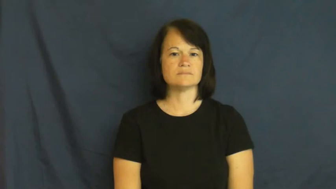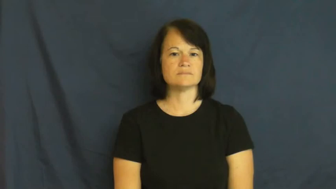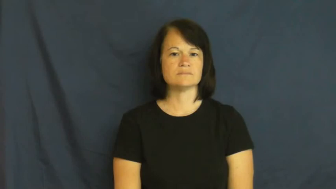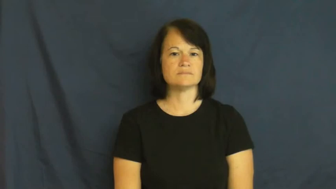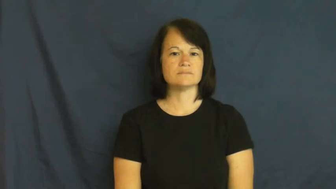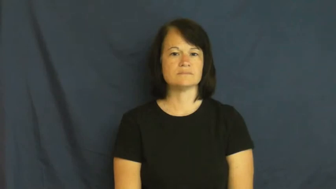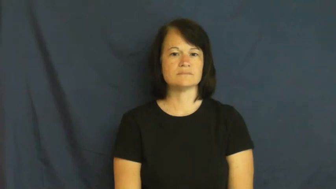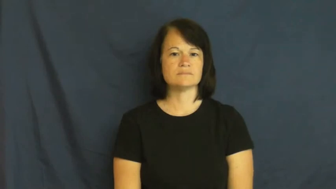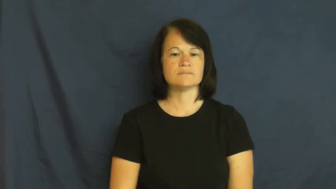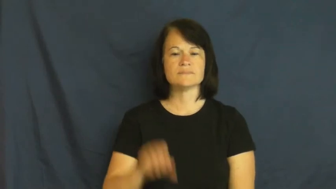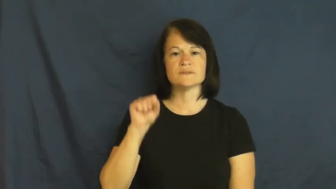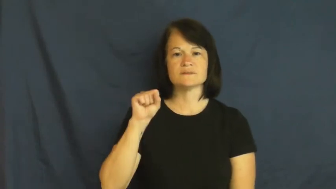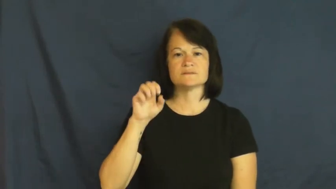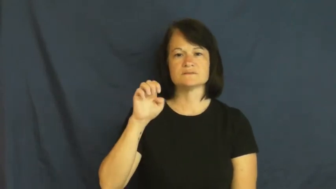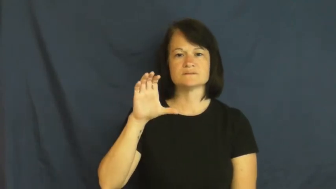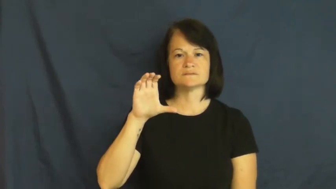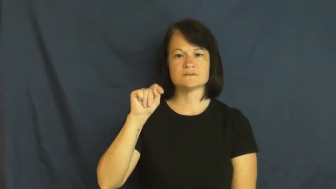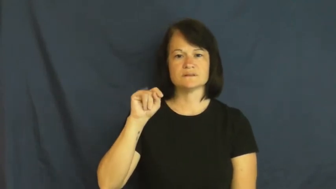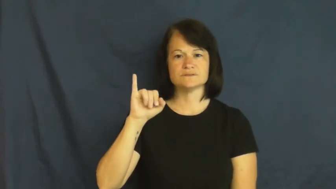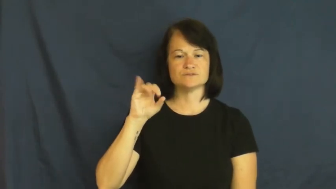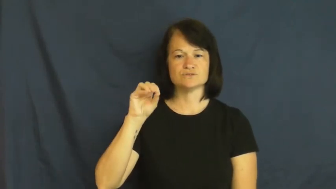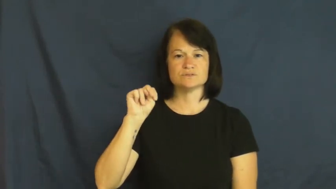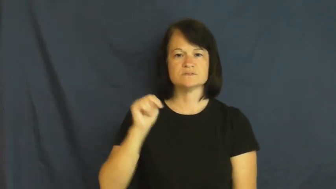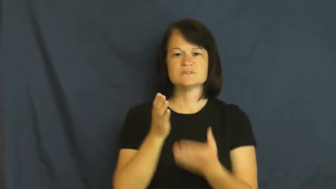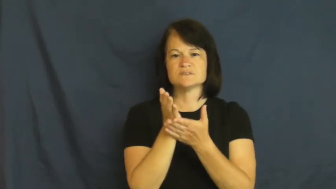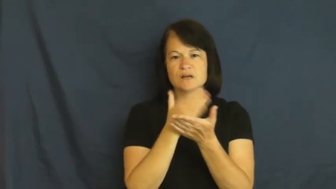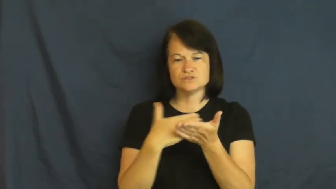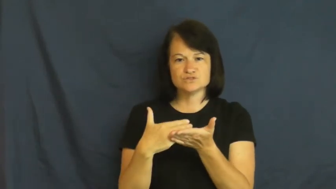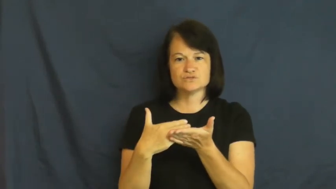section,sector